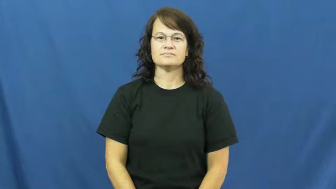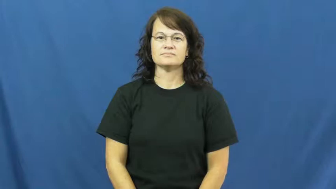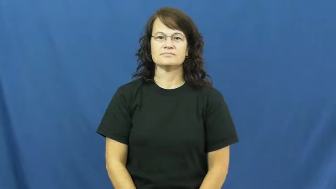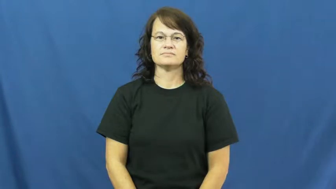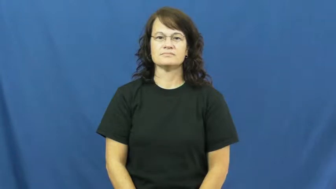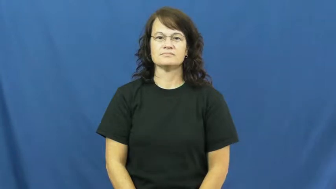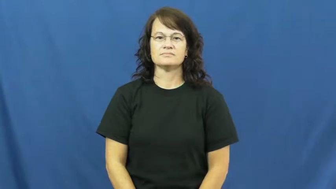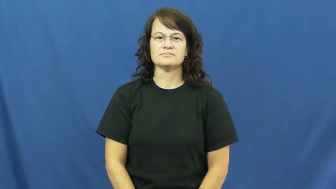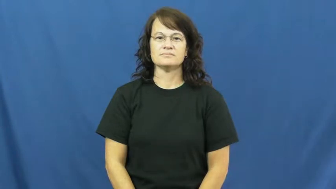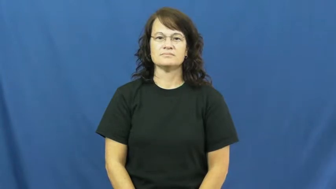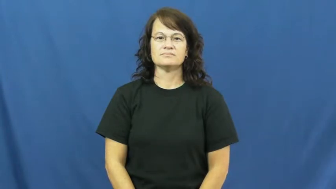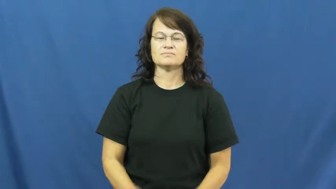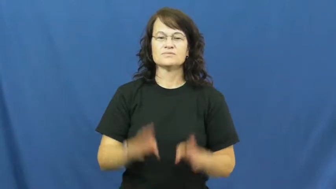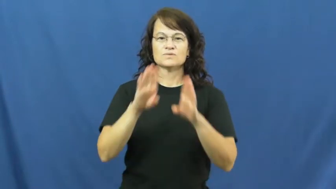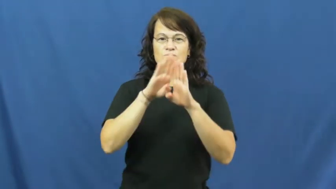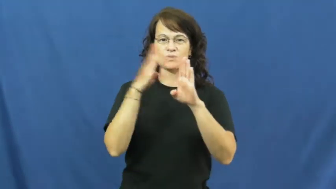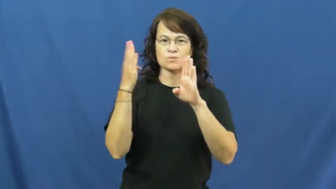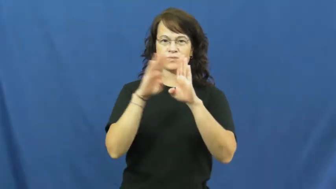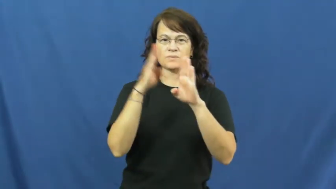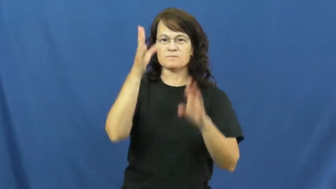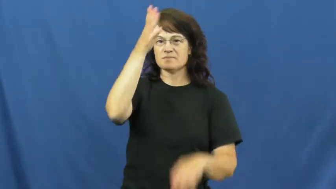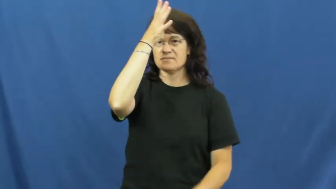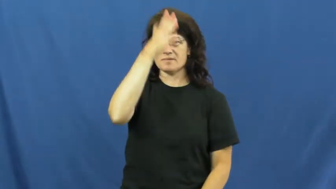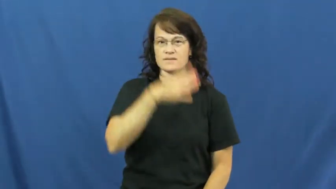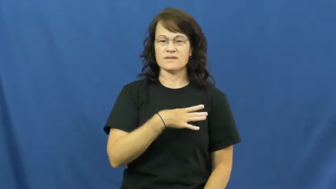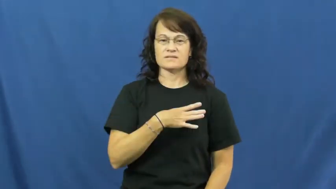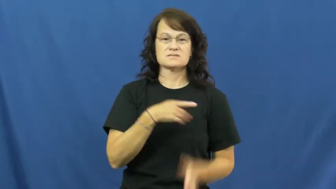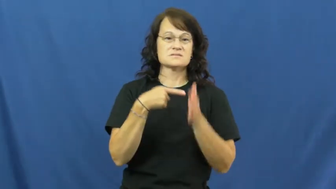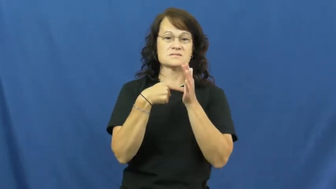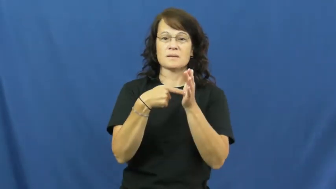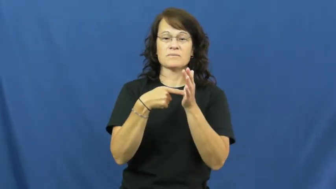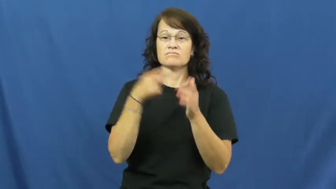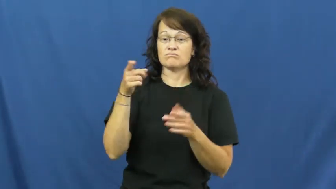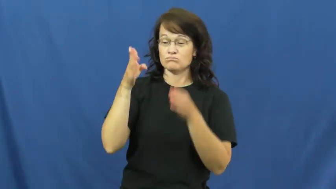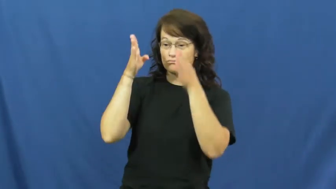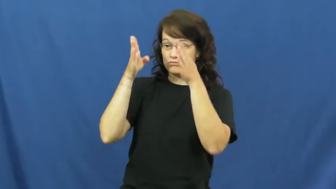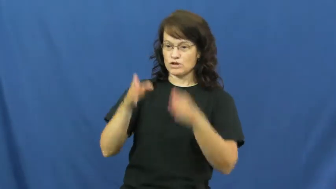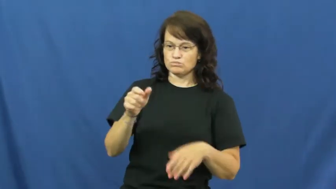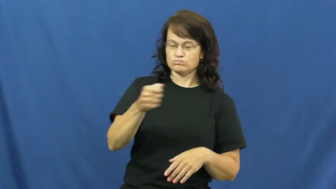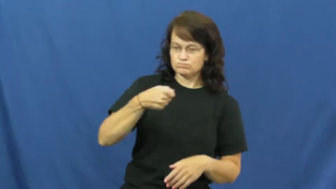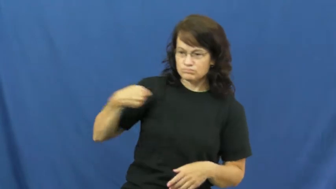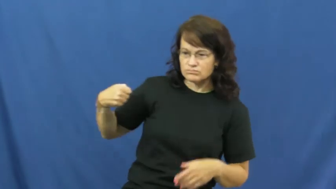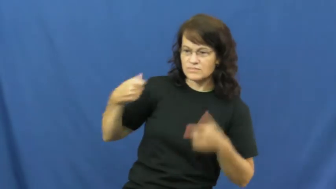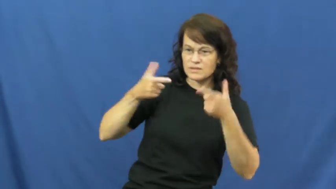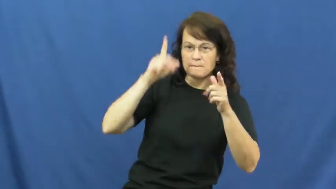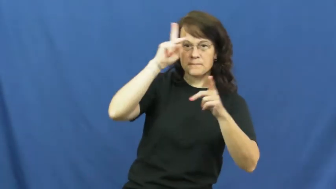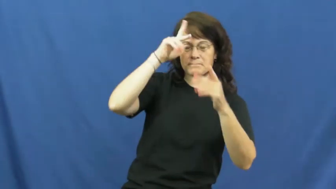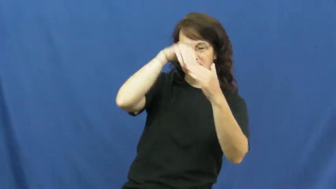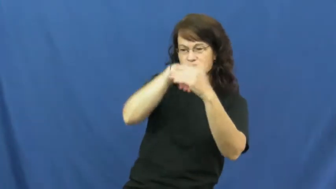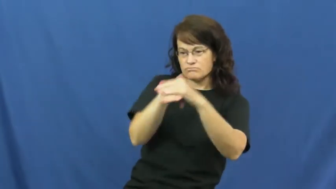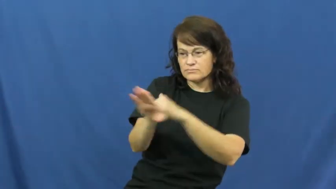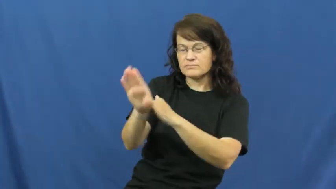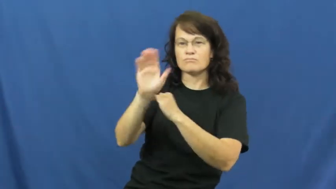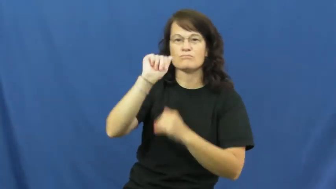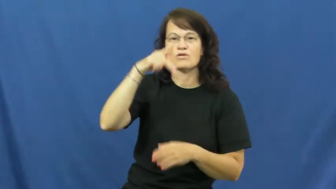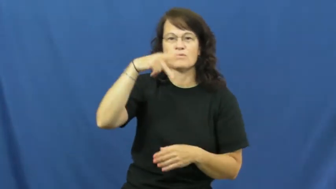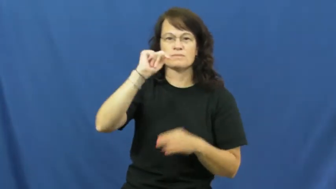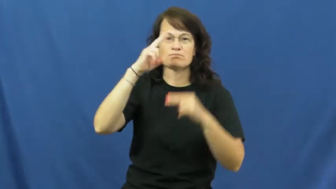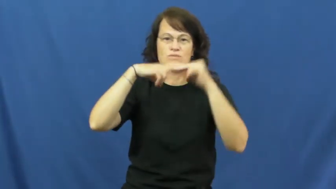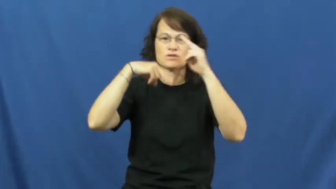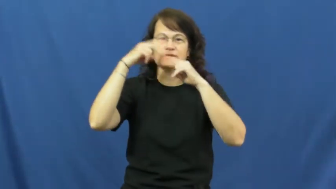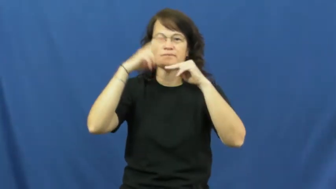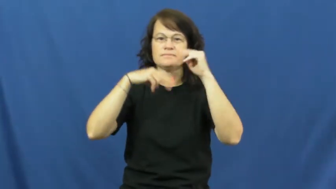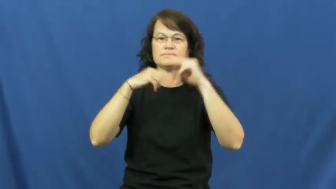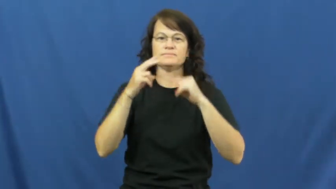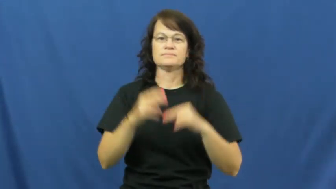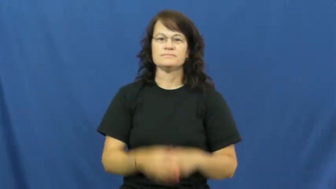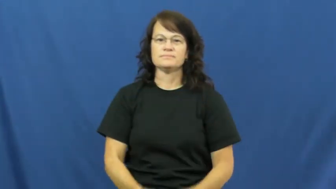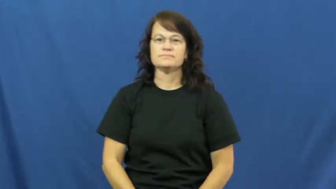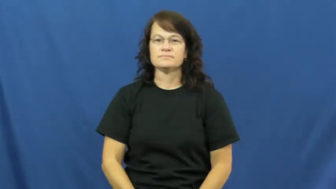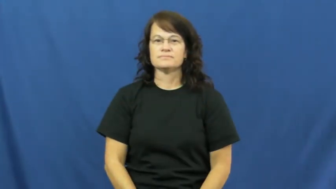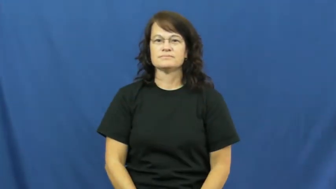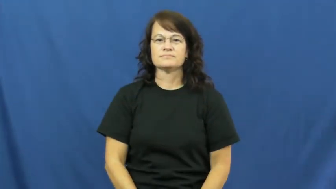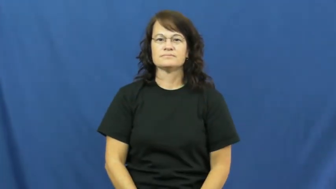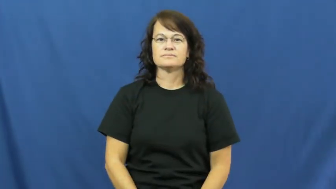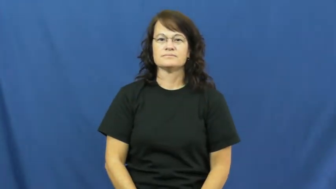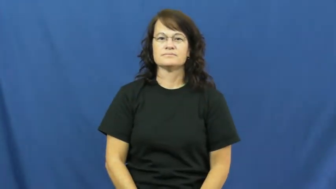doorman,doorkeeper